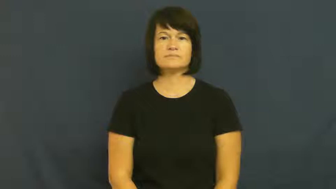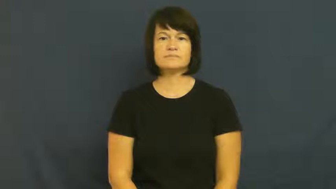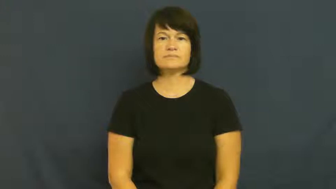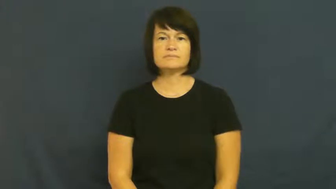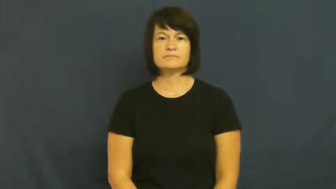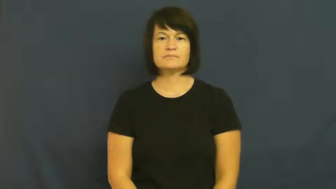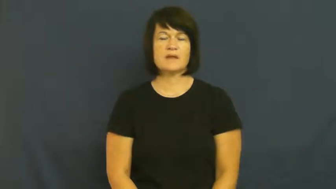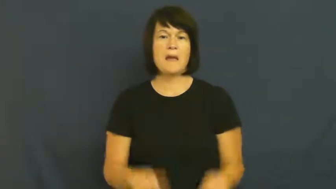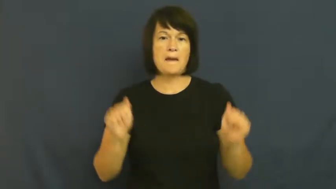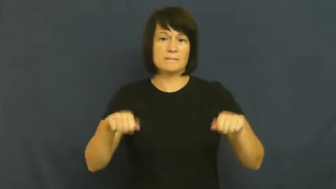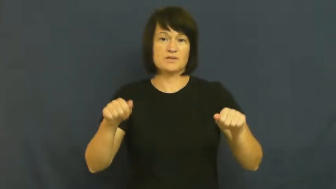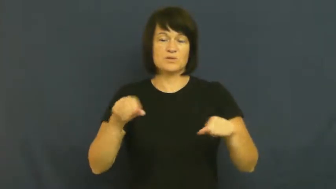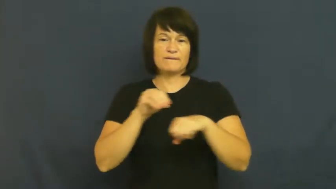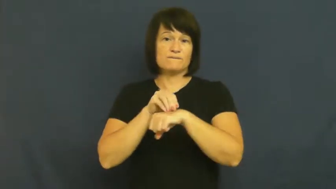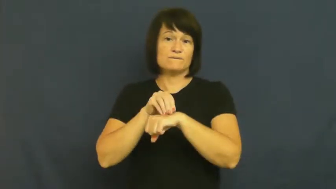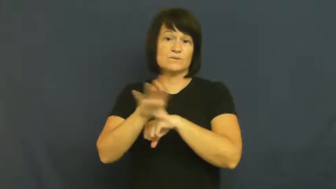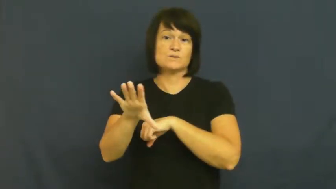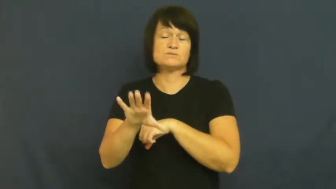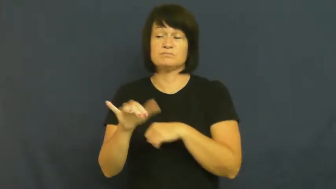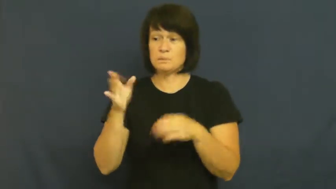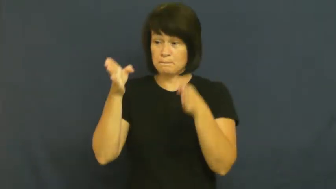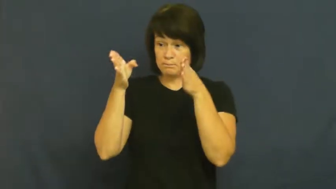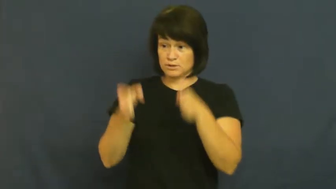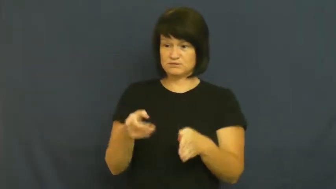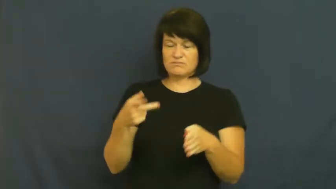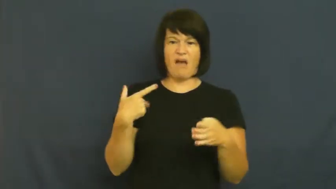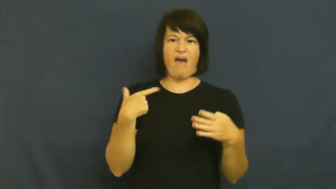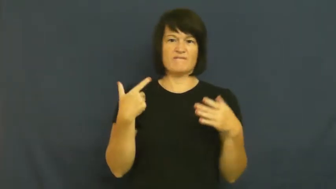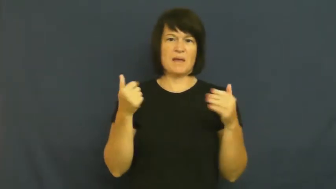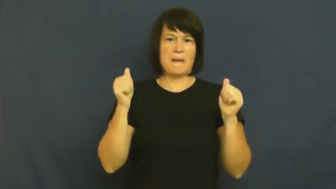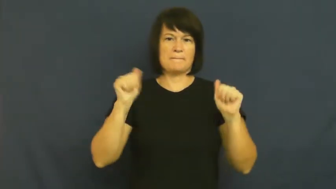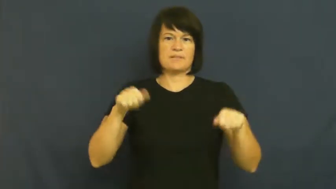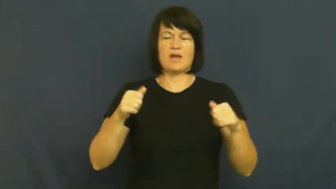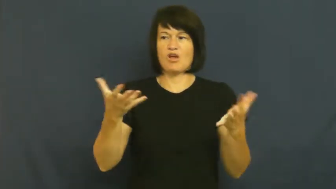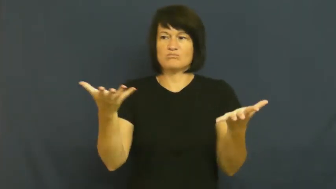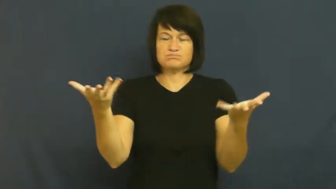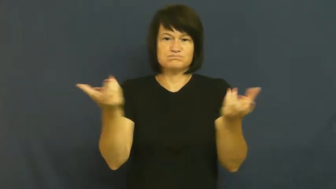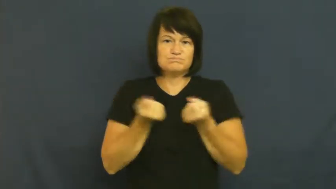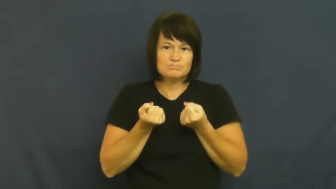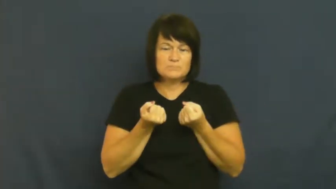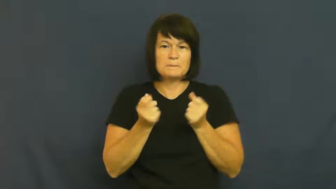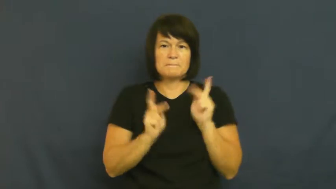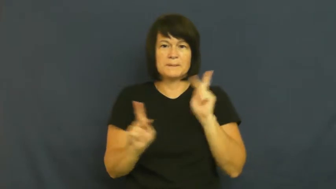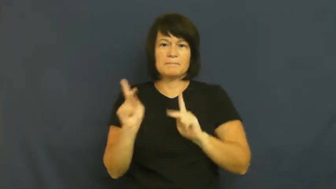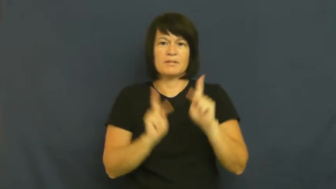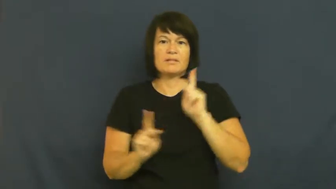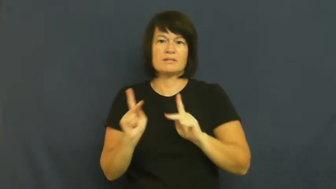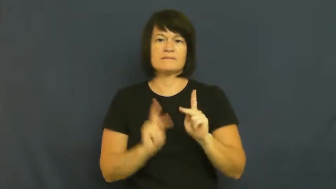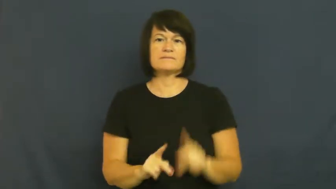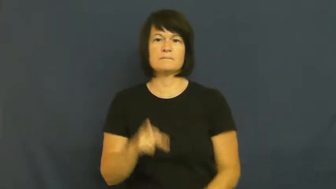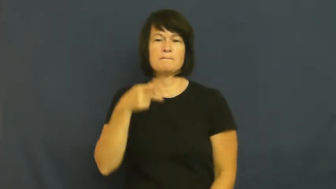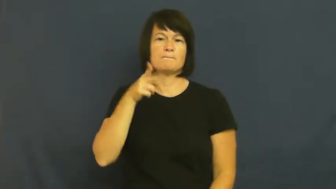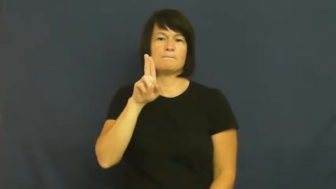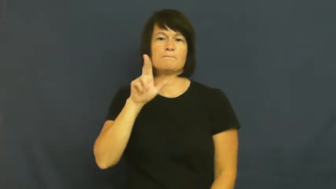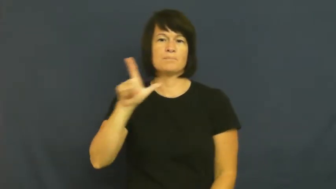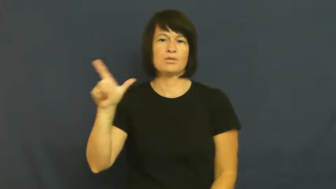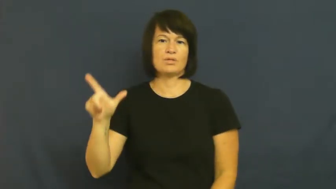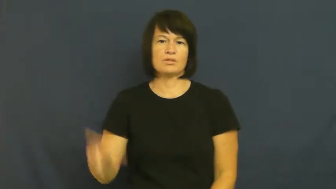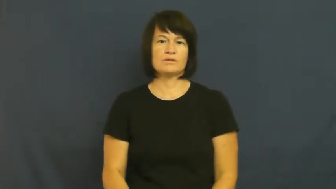pull-influence